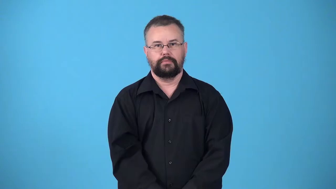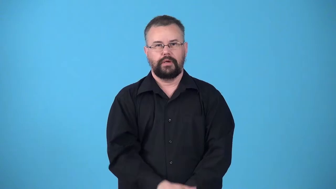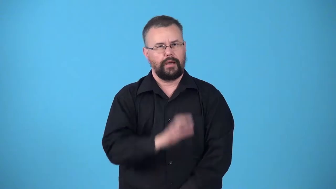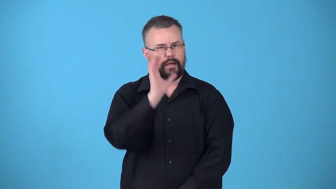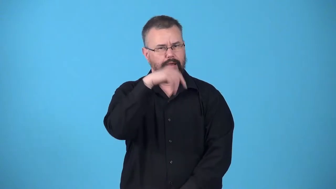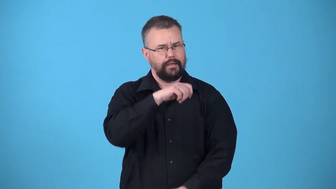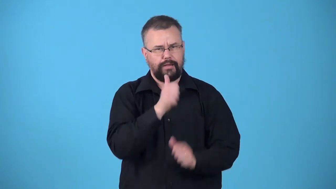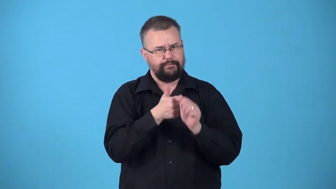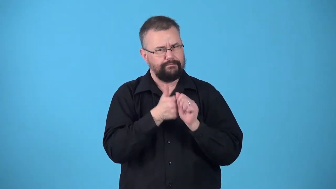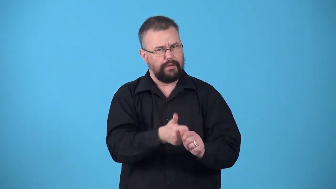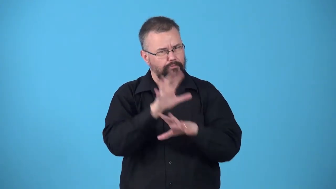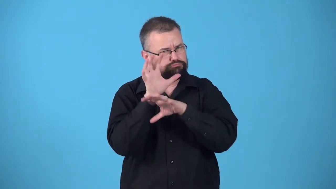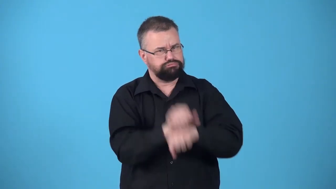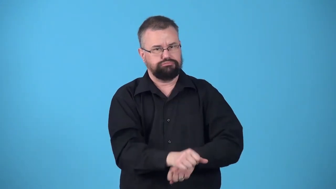uncustomary